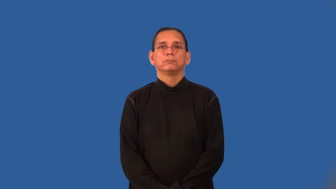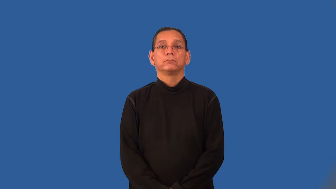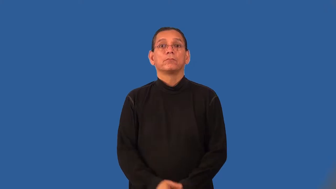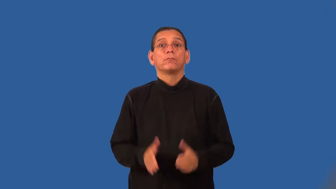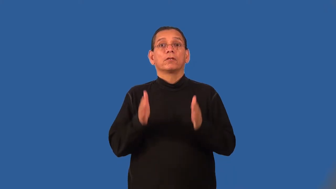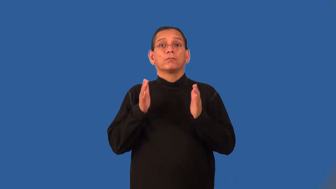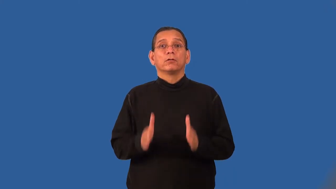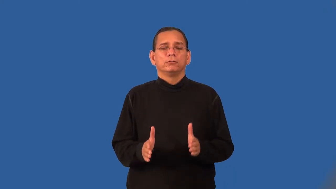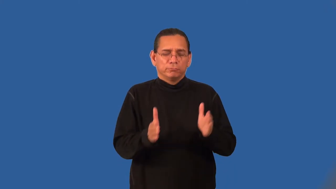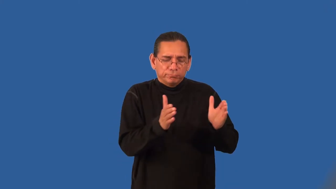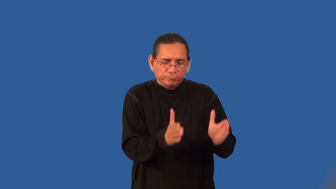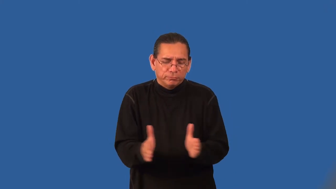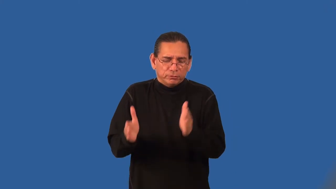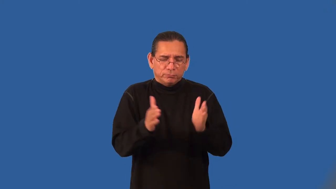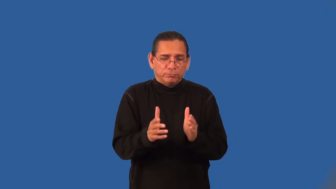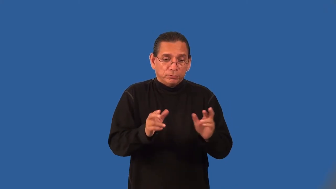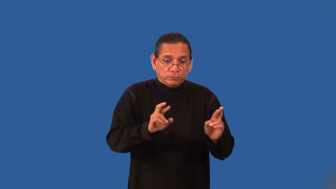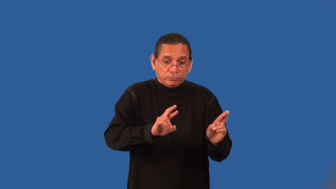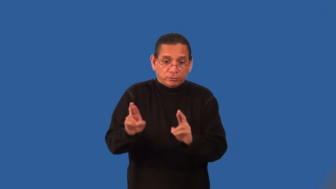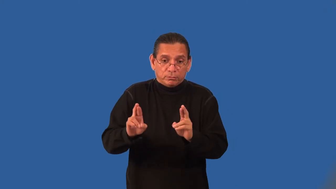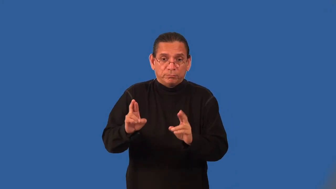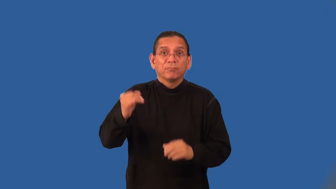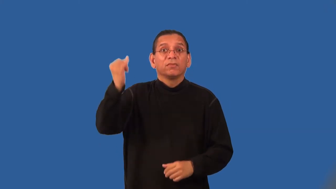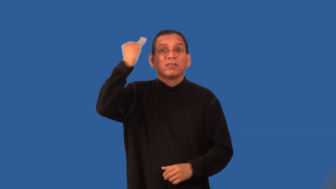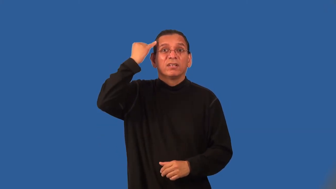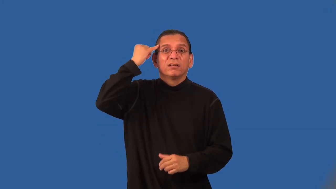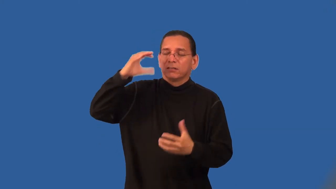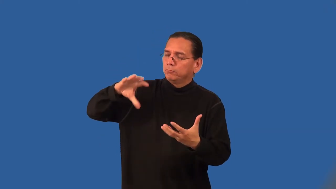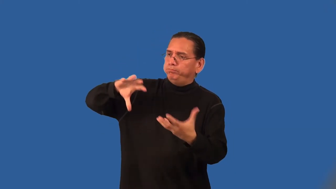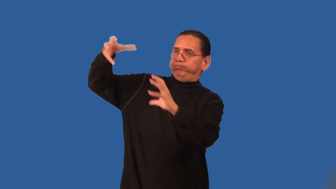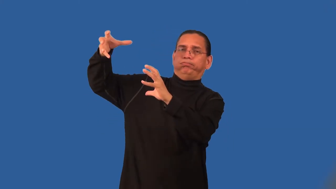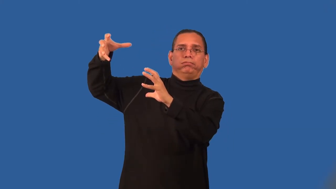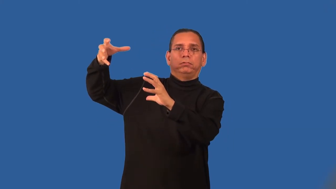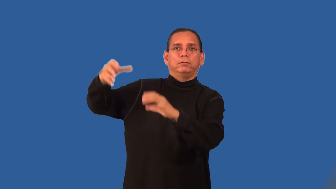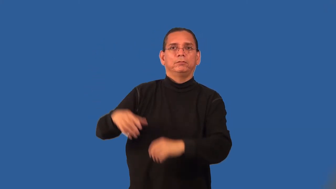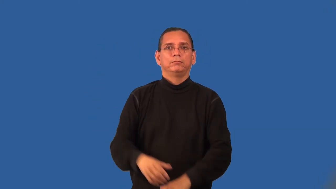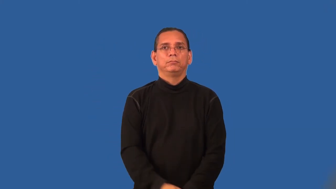survivalist